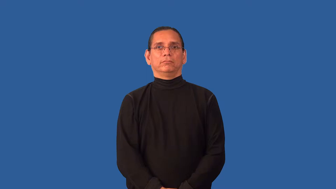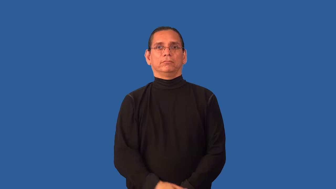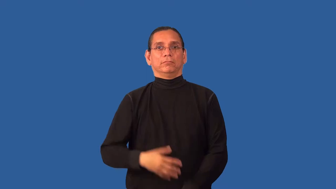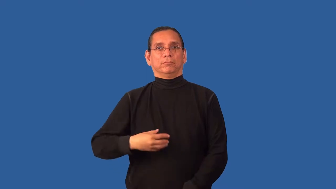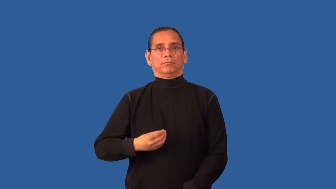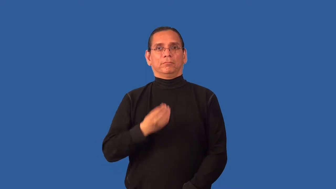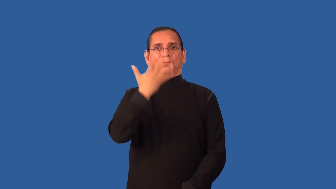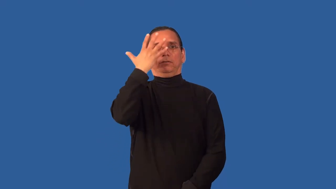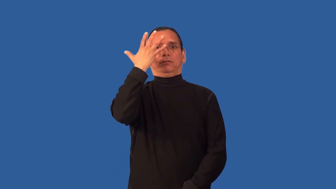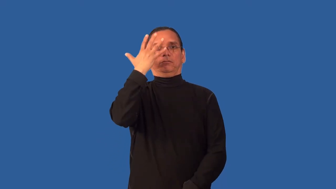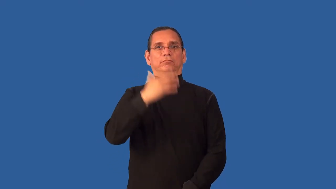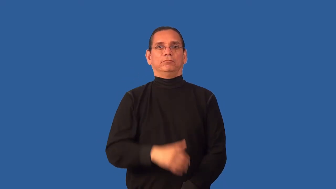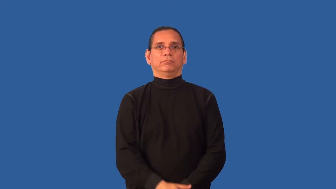ashy